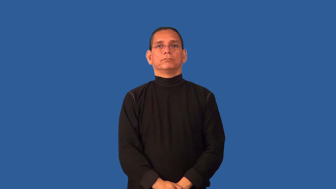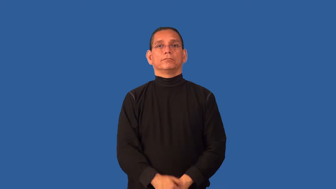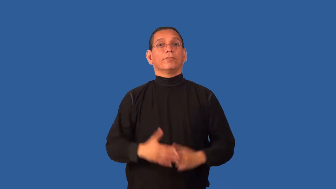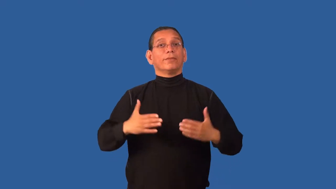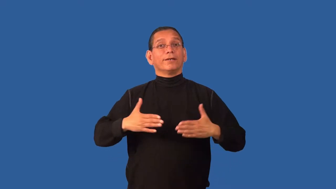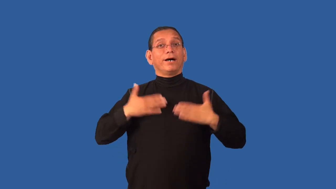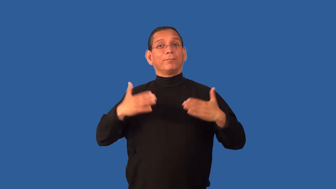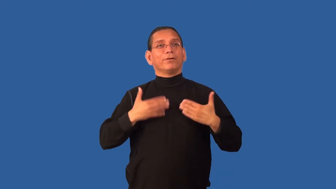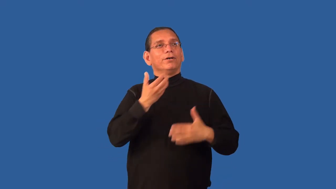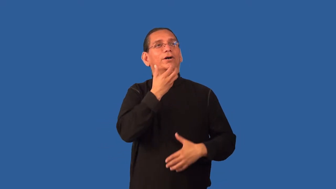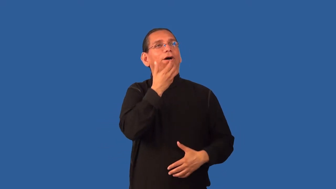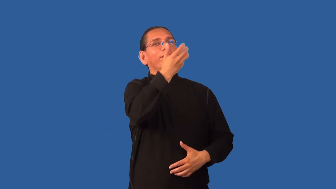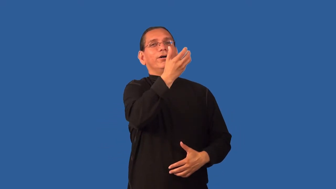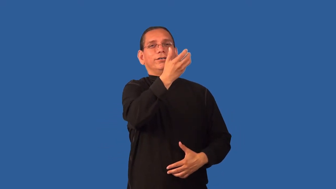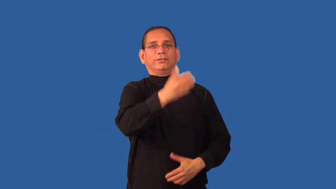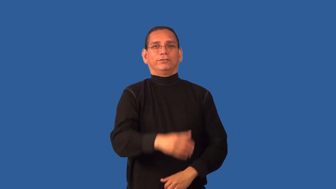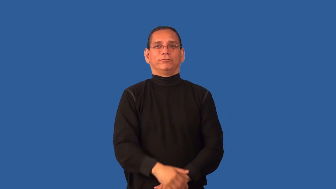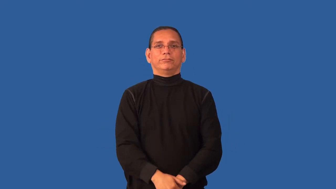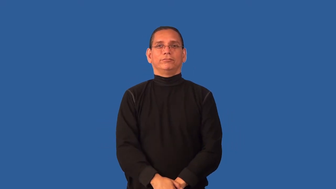crow-verb-express pleasure